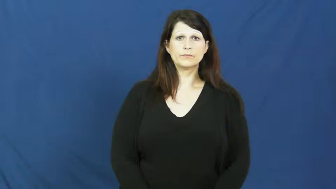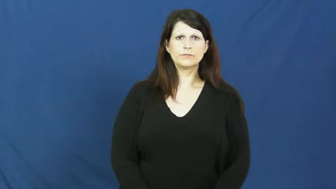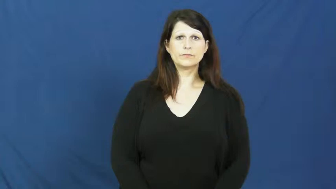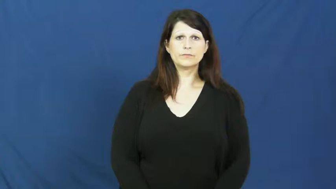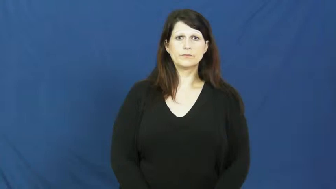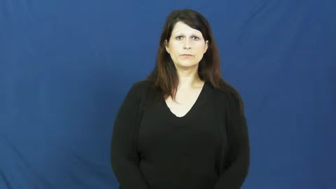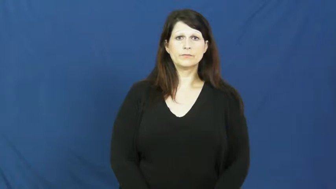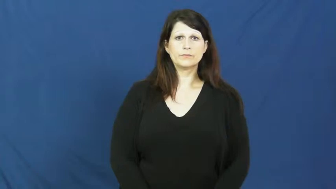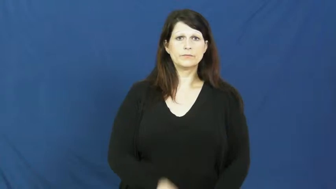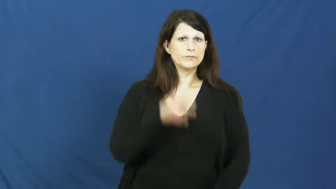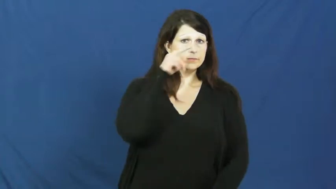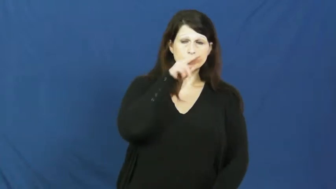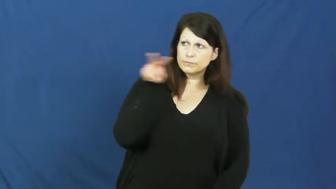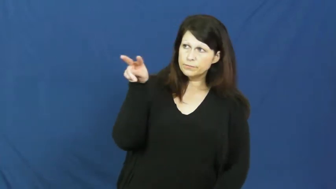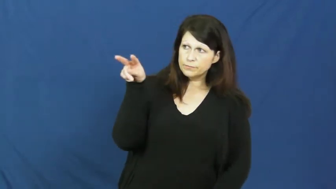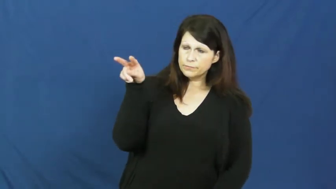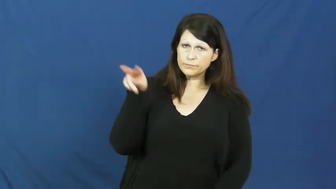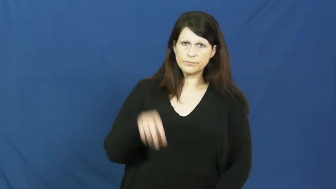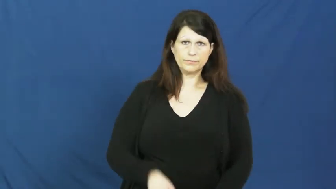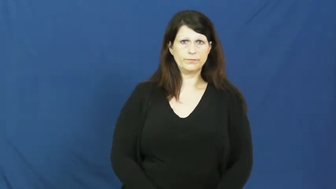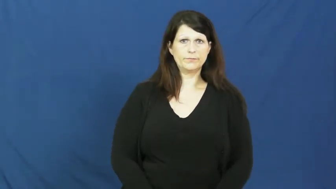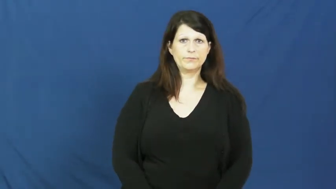glance,dart,flick